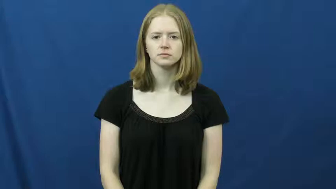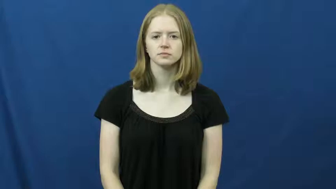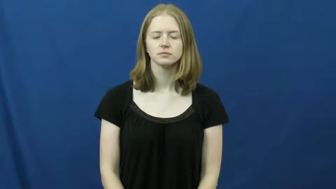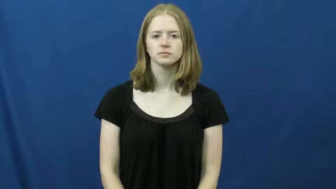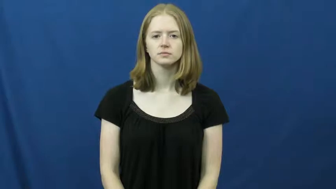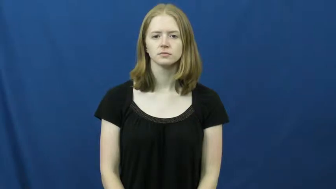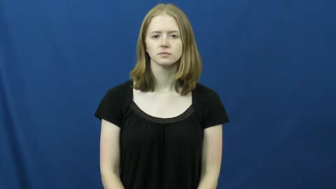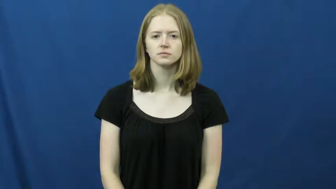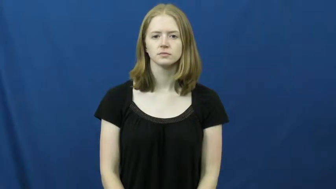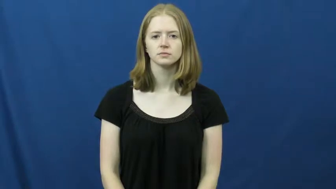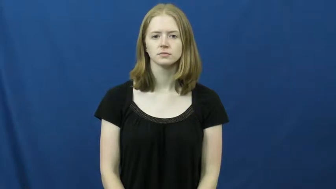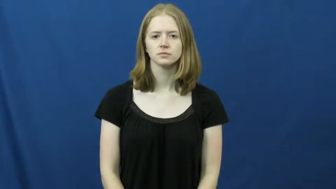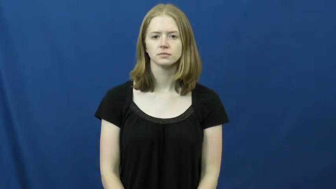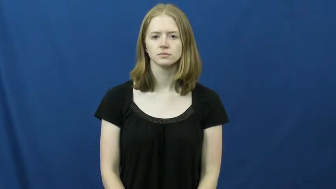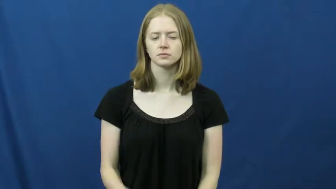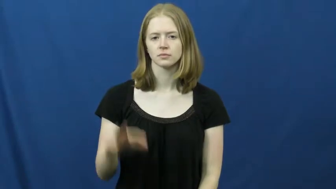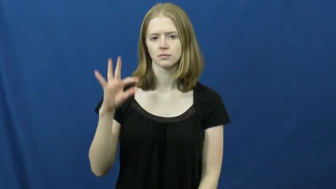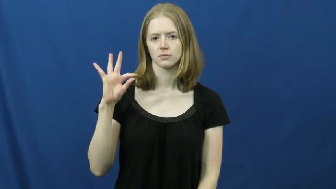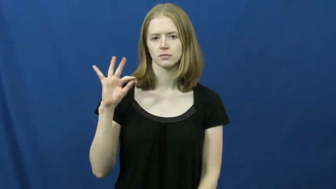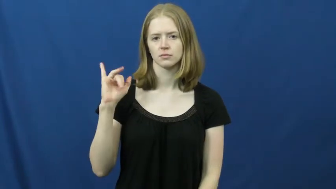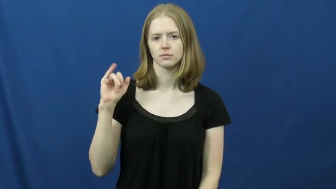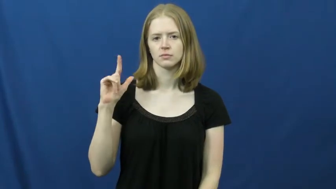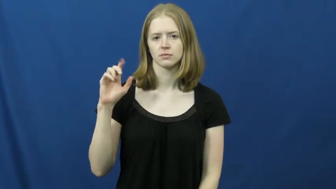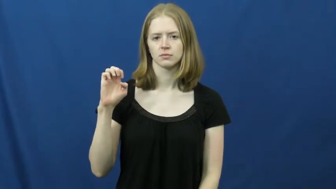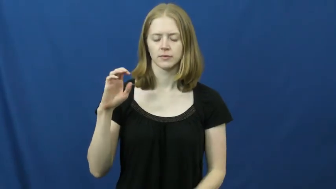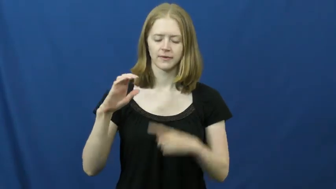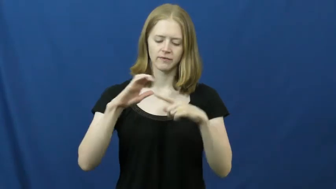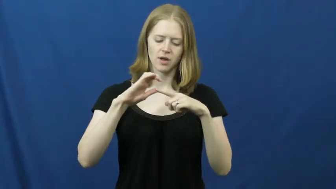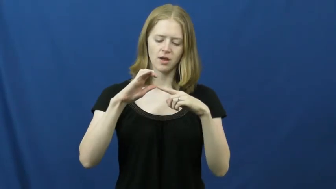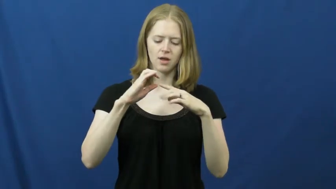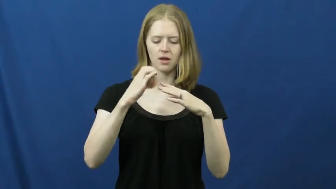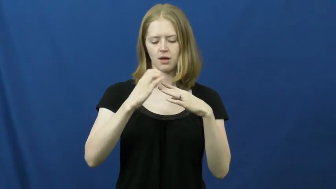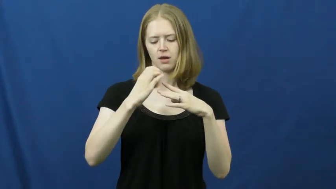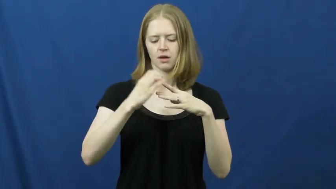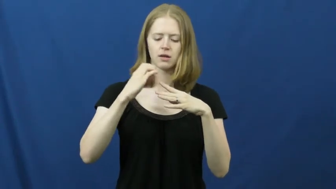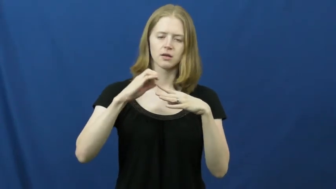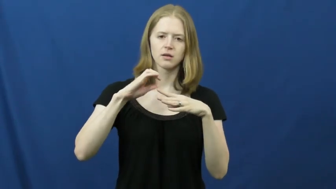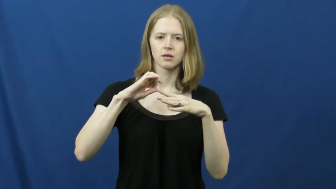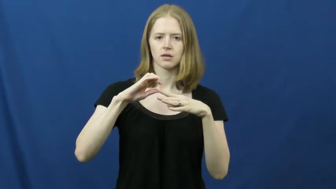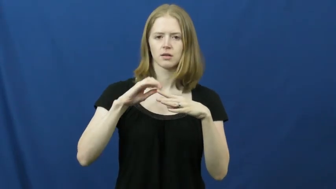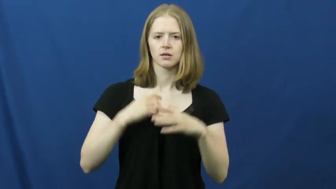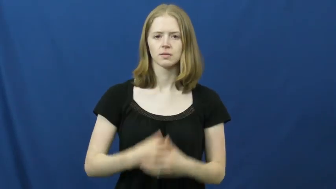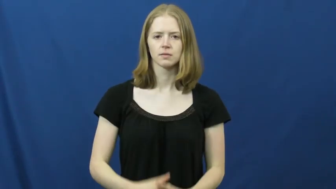file-nail